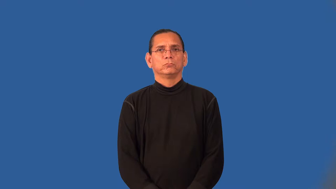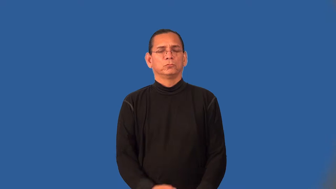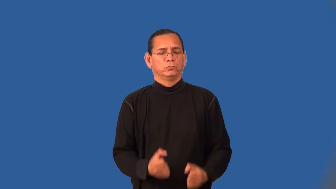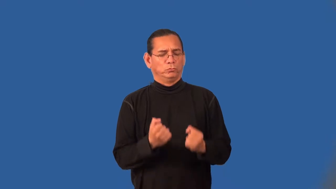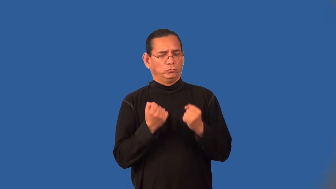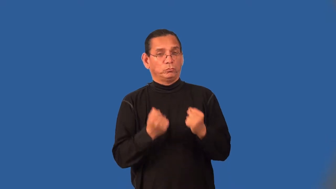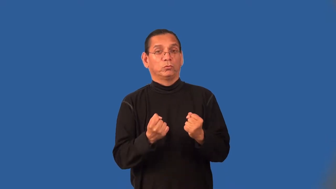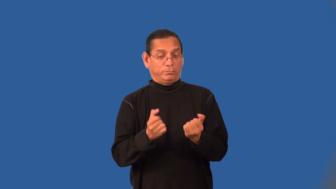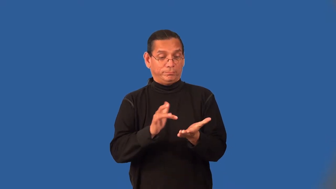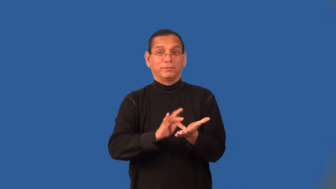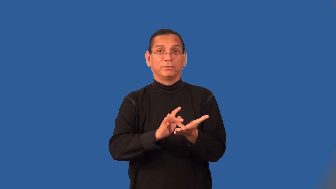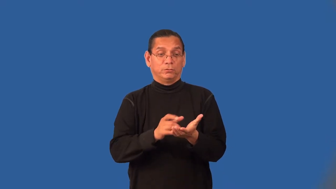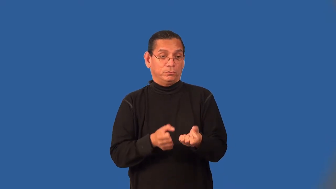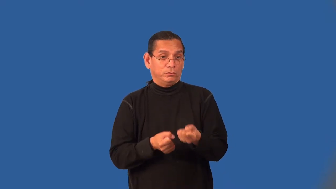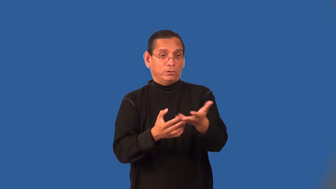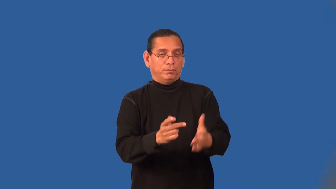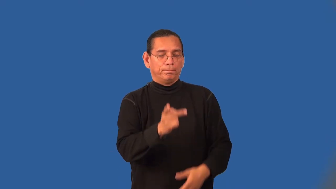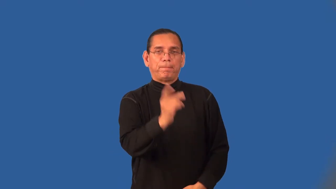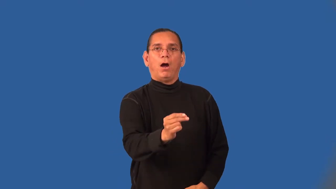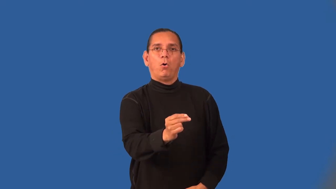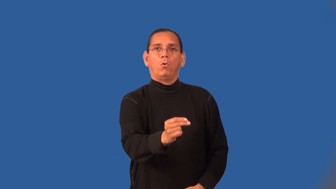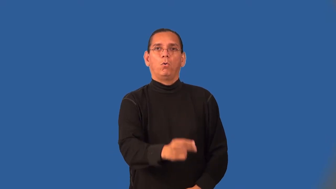tranquilize